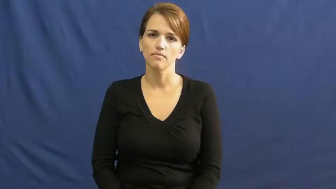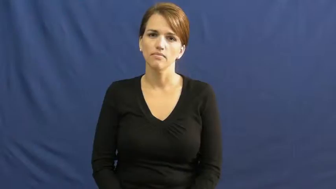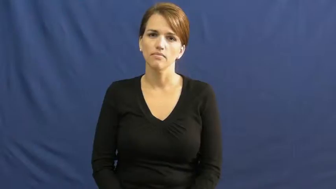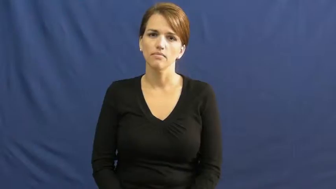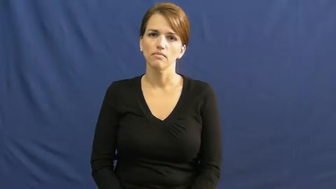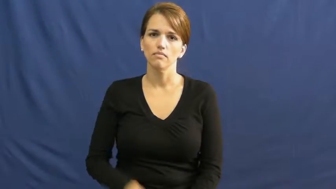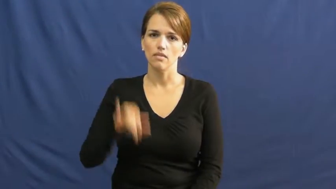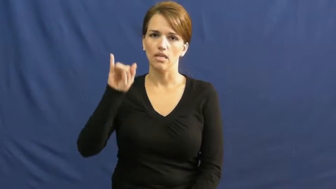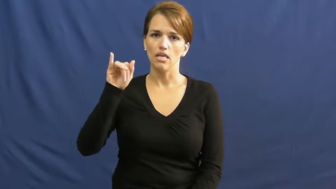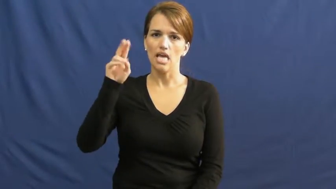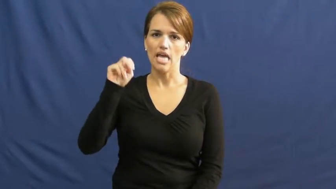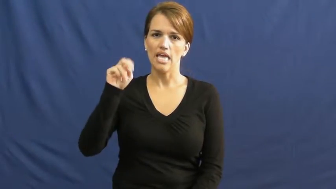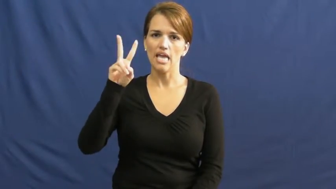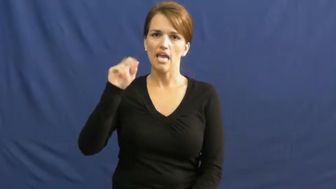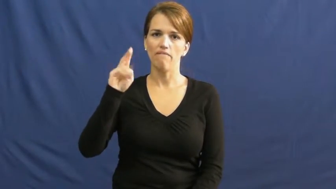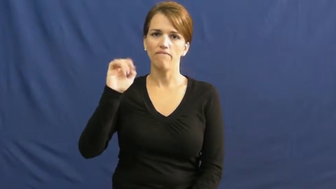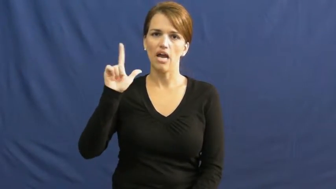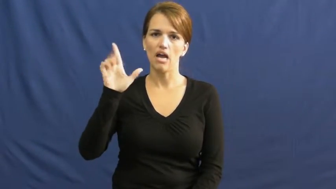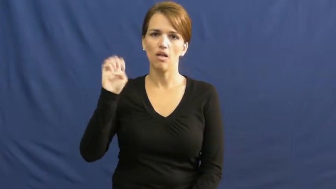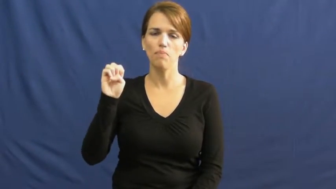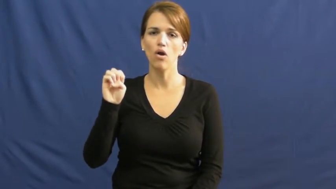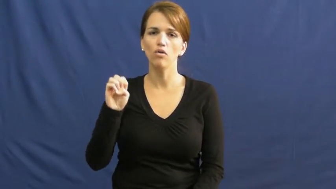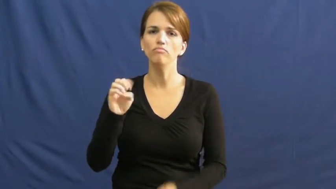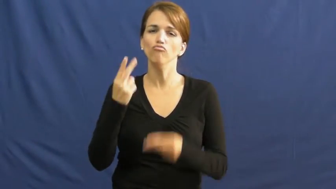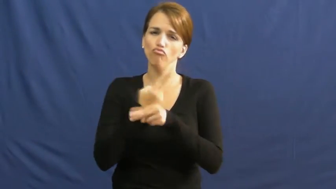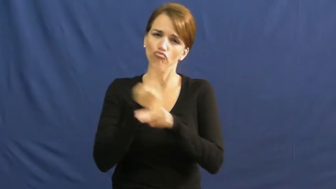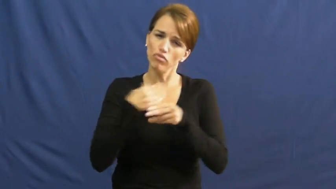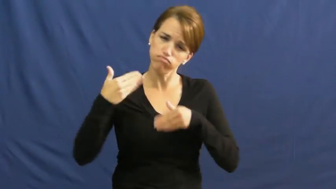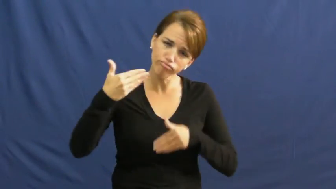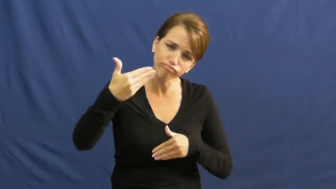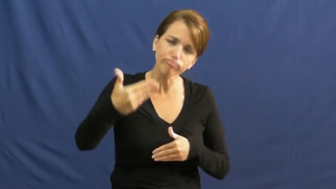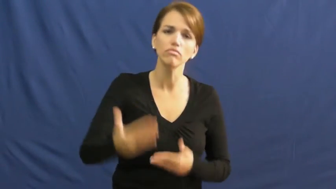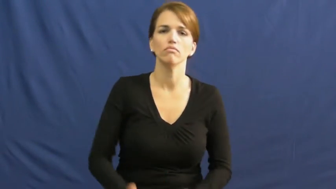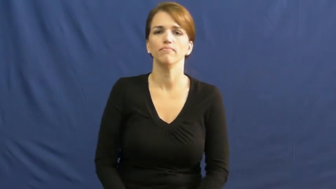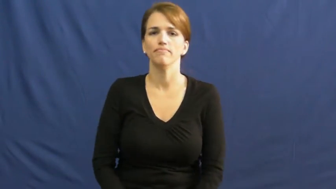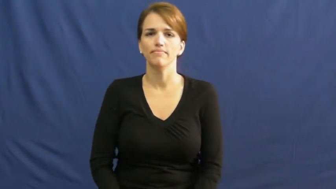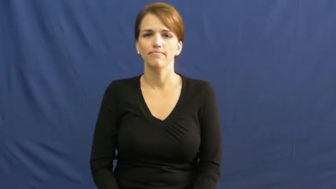invaluable